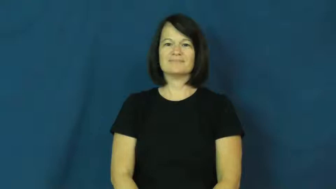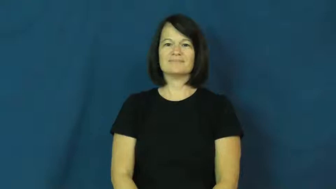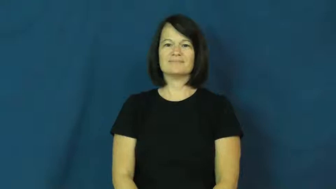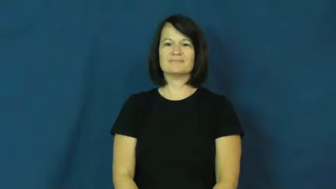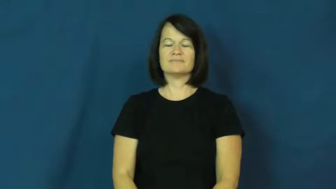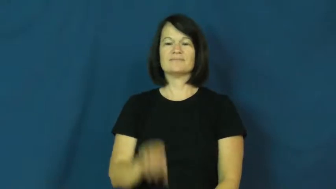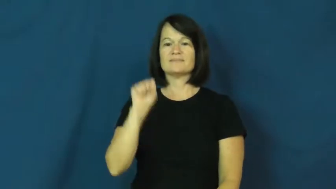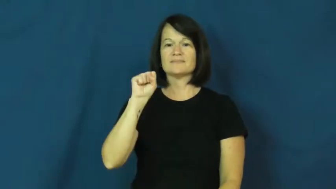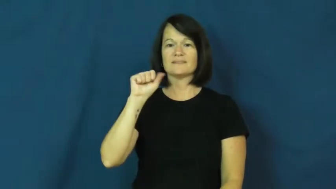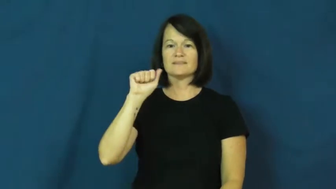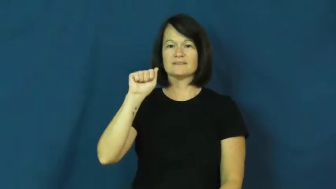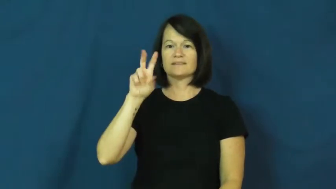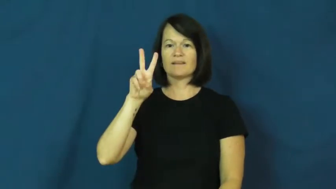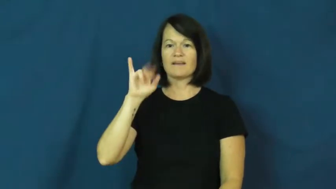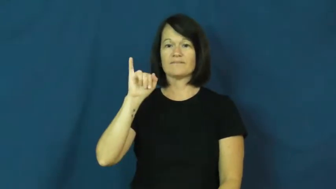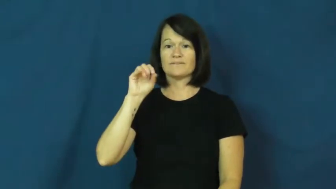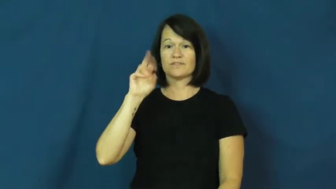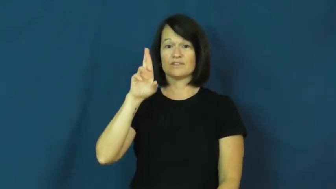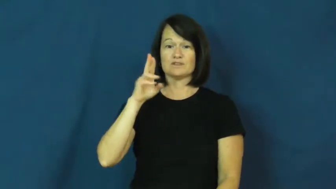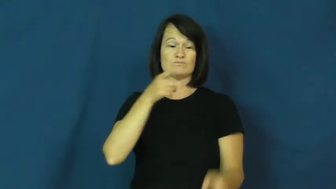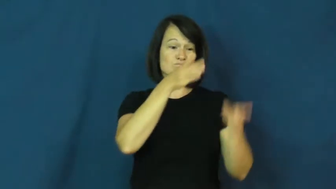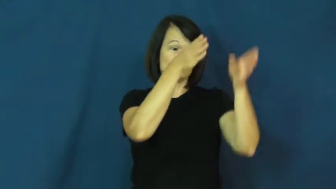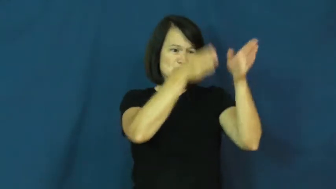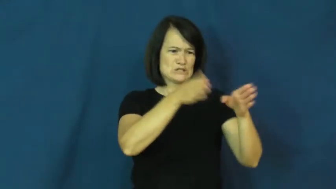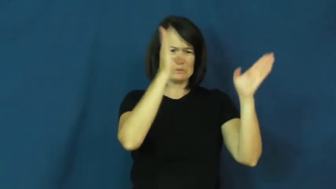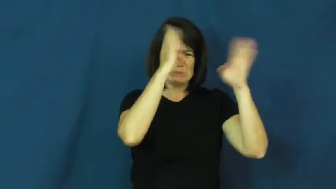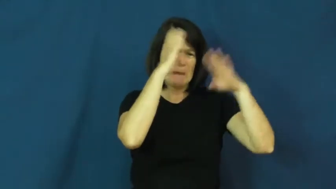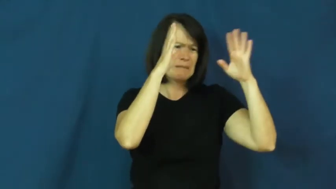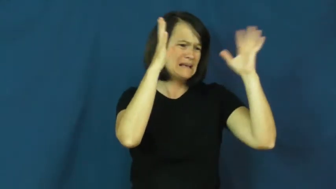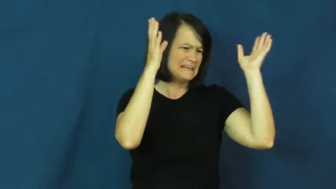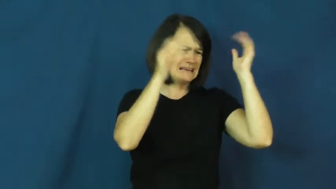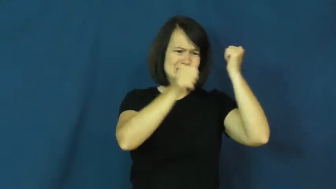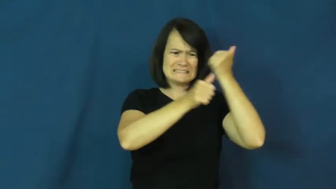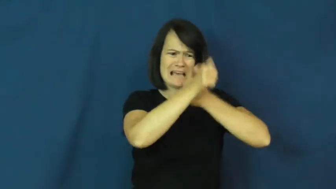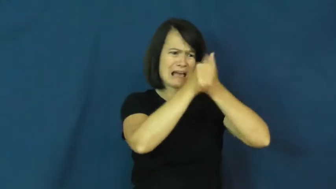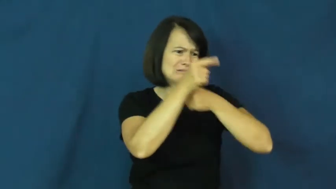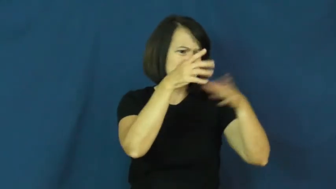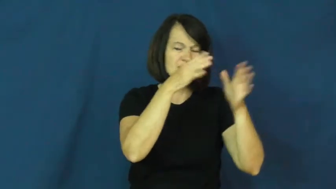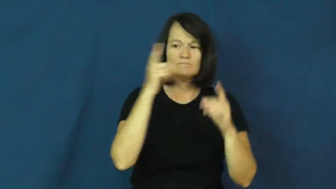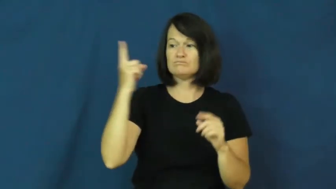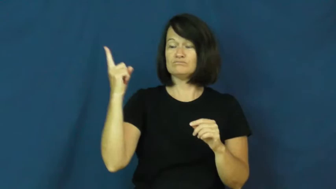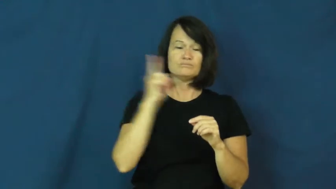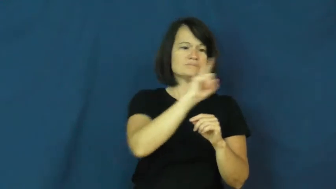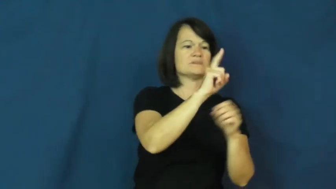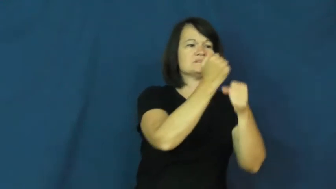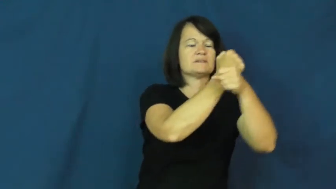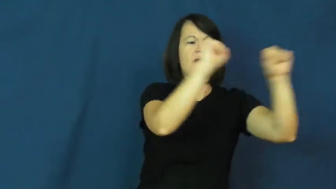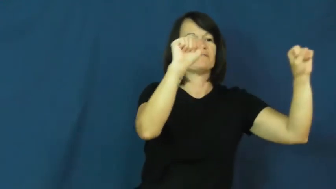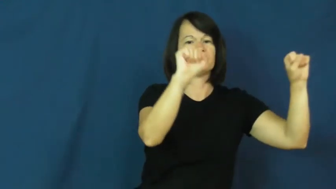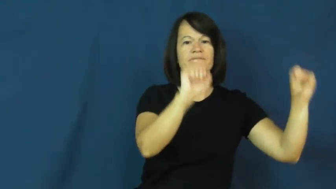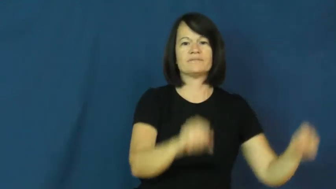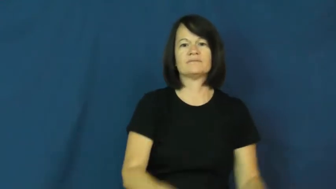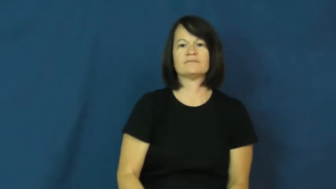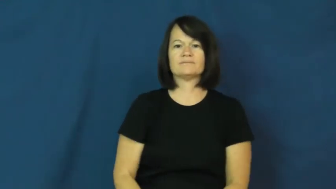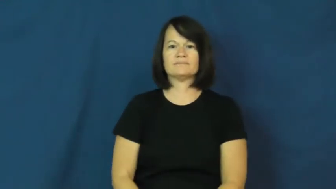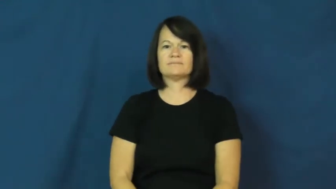savior